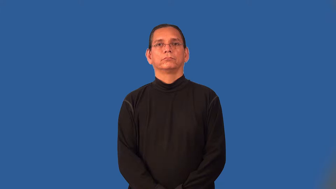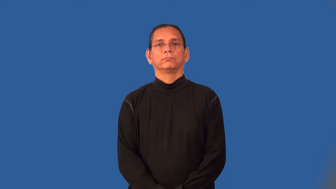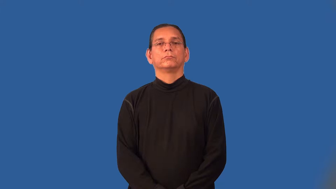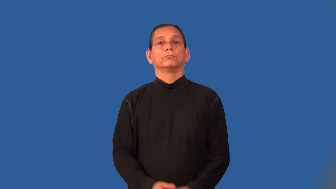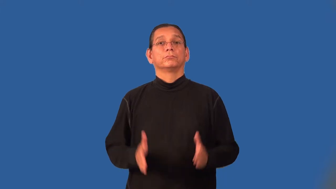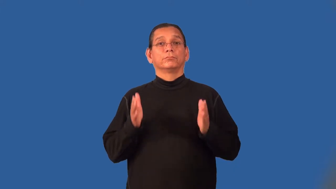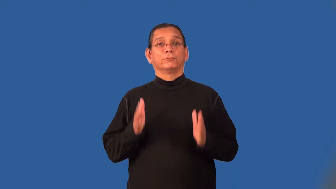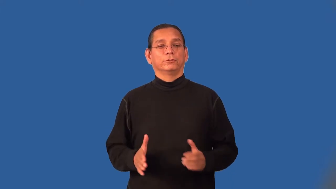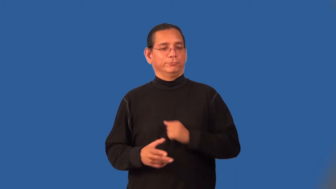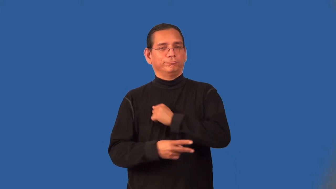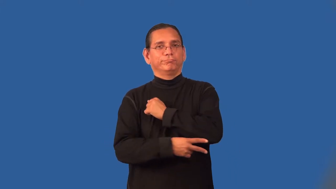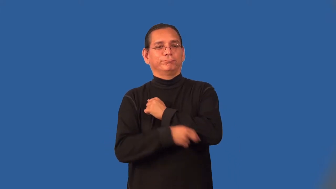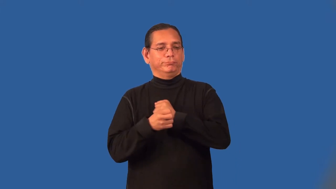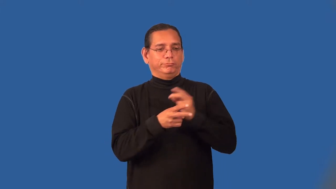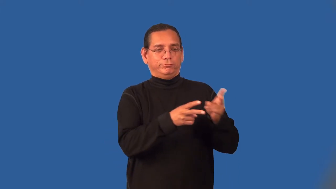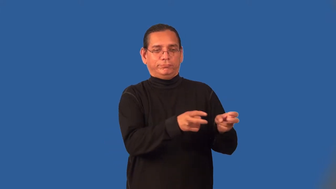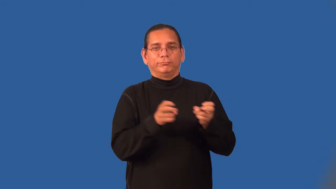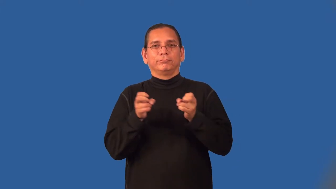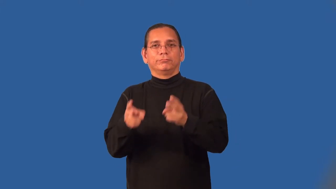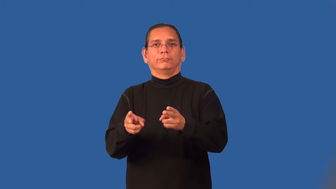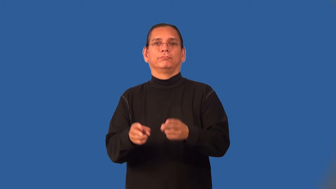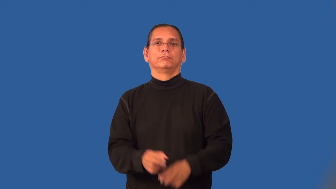plagiarist,plagarizer